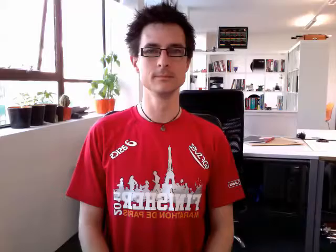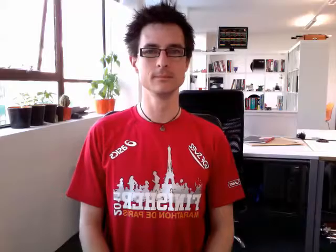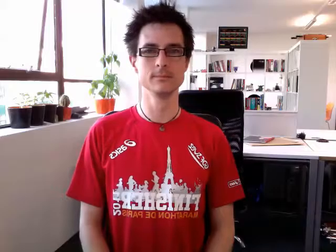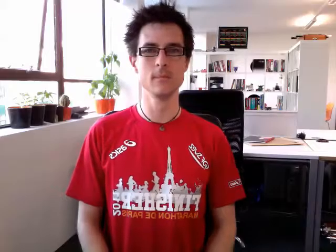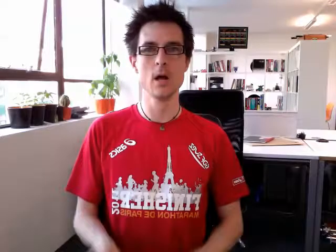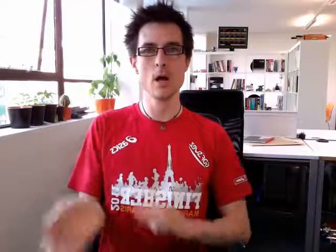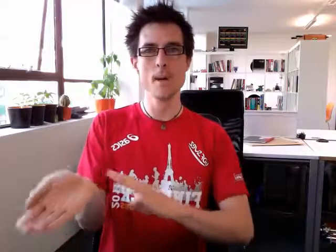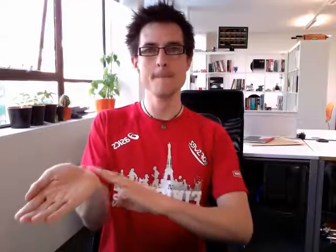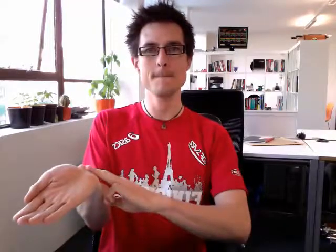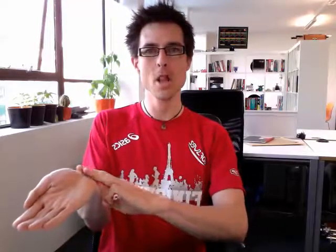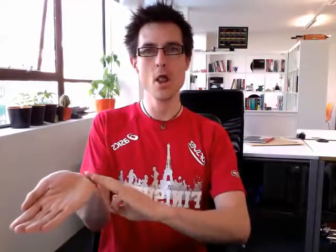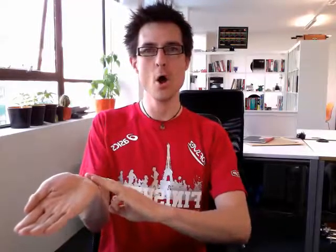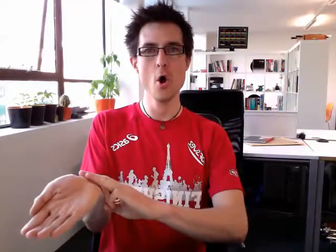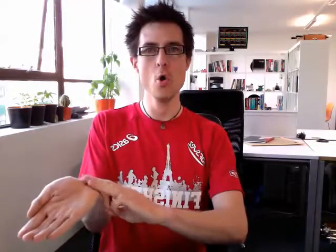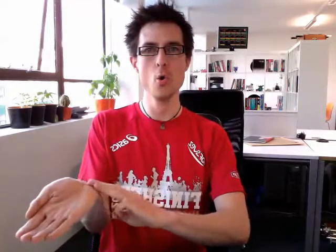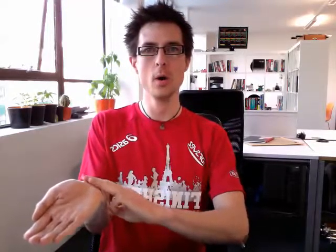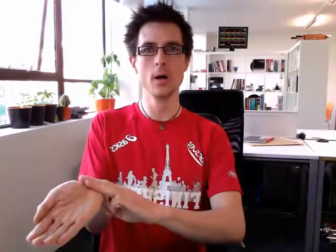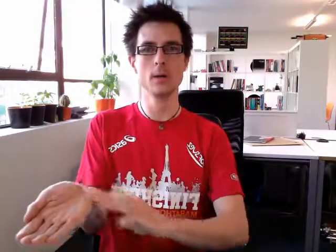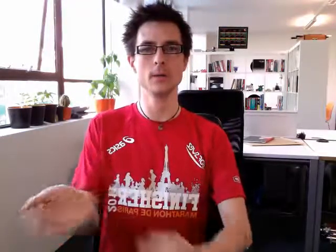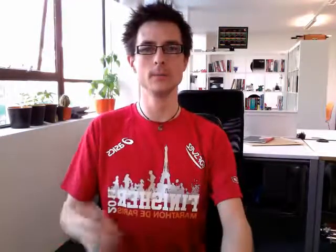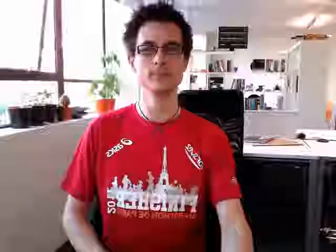blue